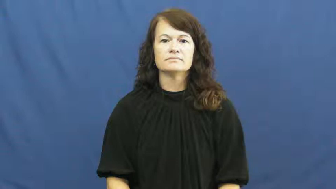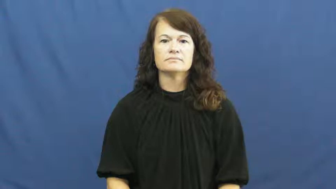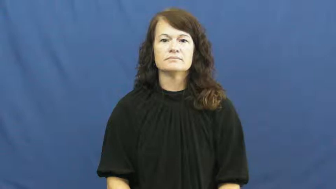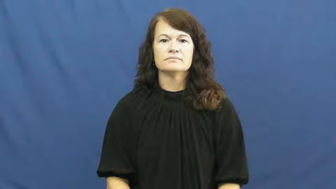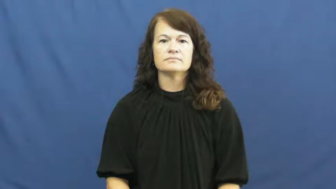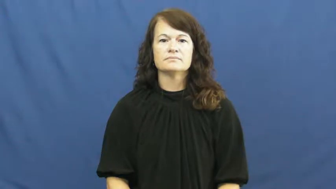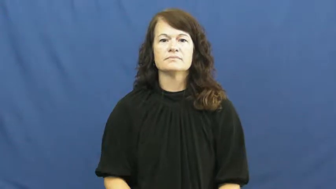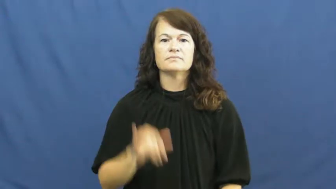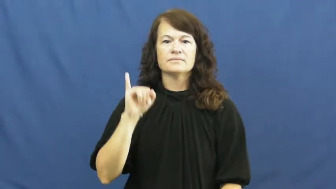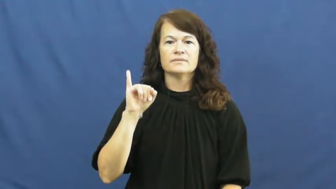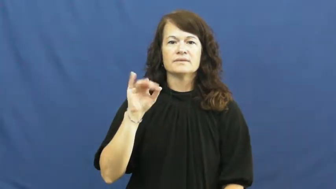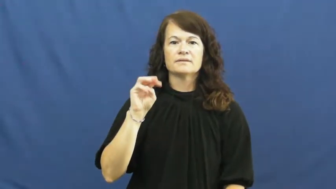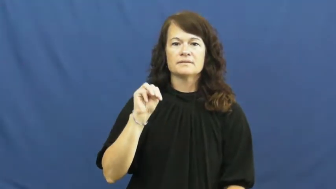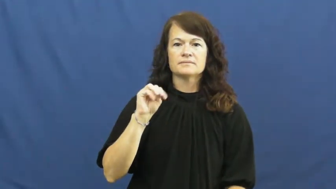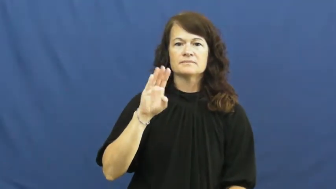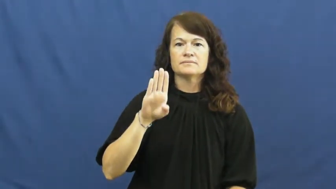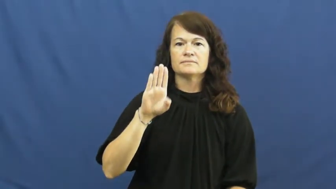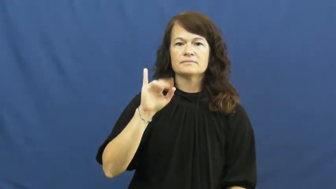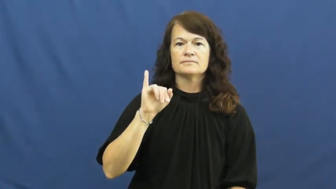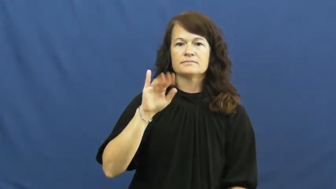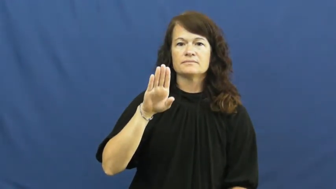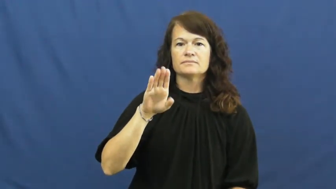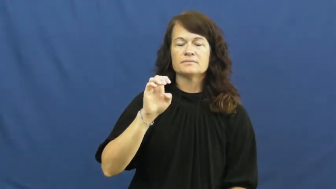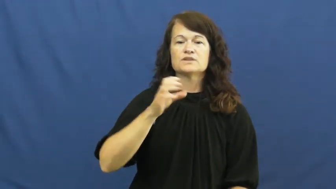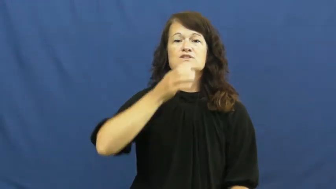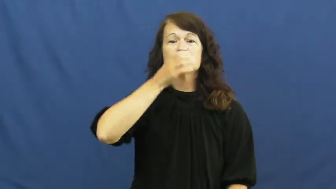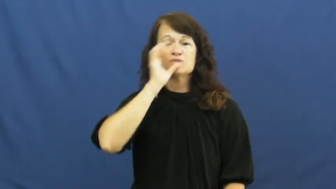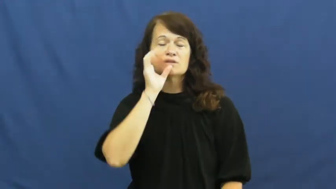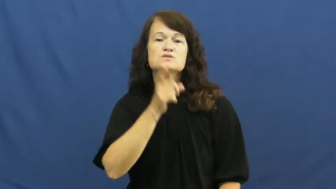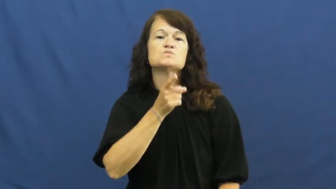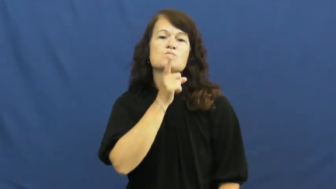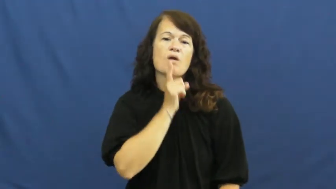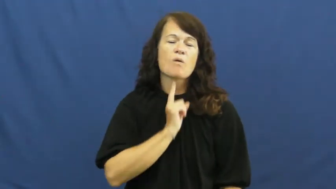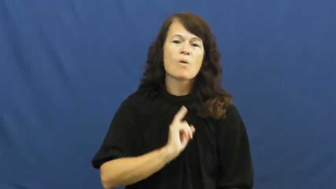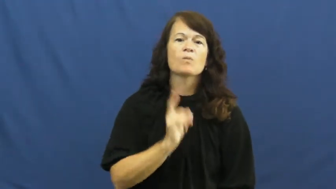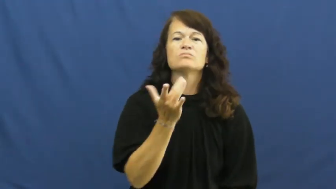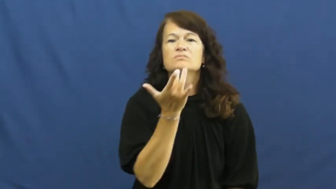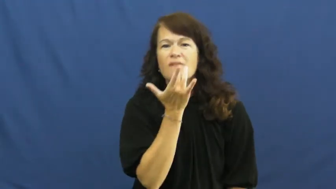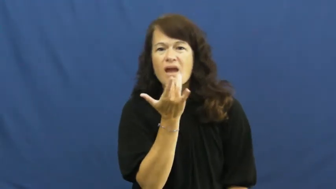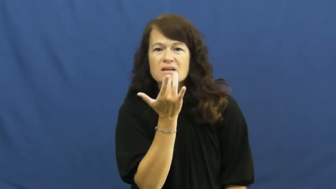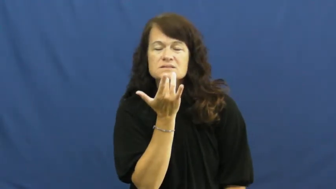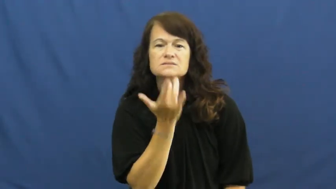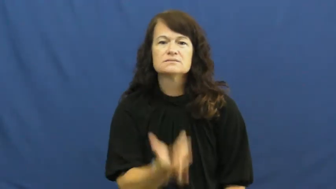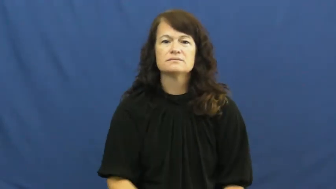imbibe